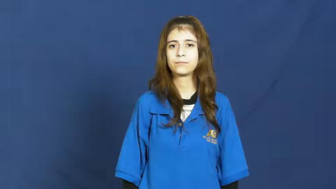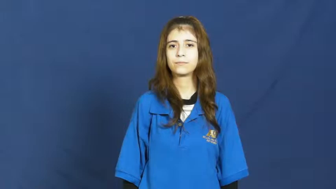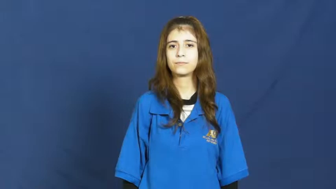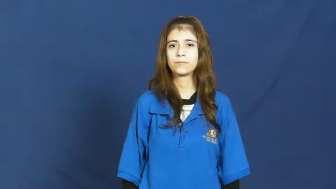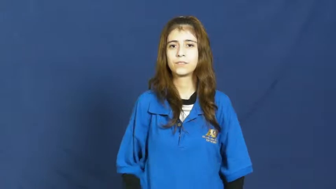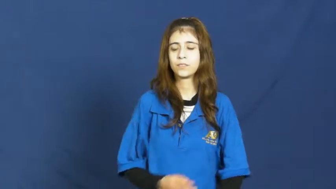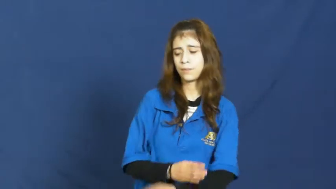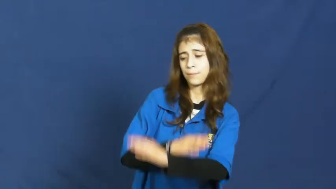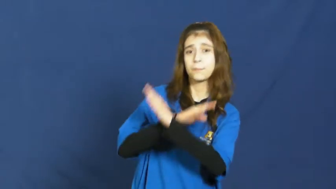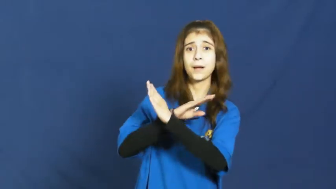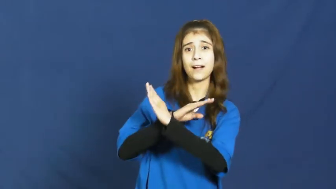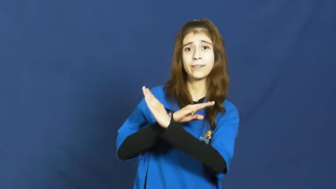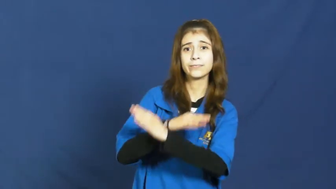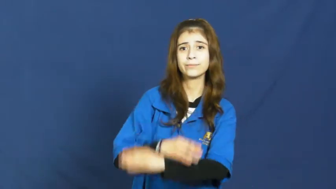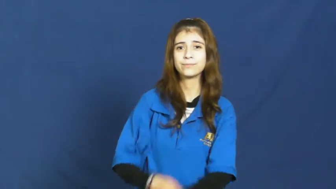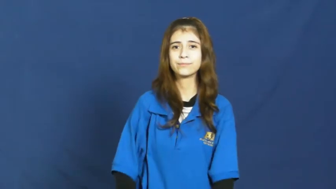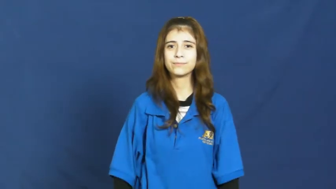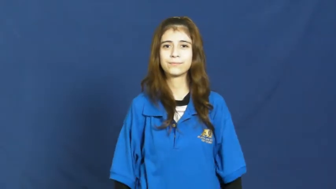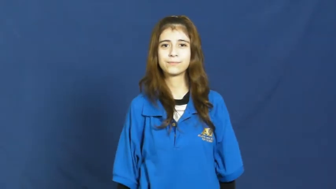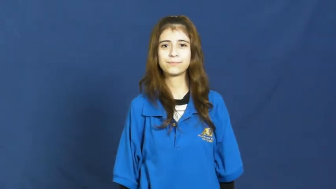protect